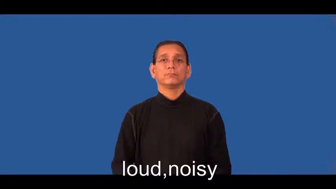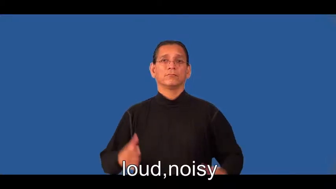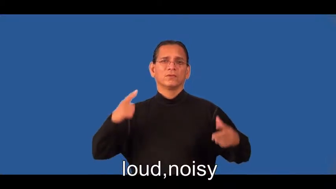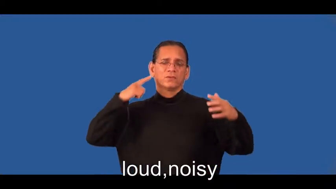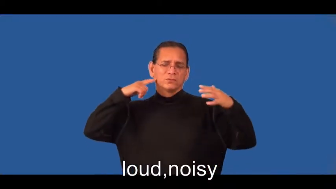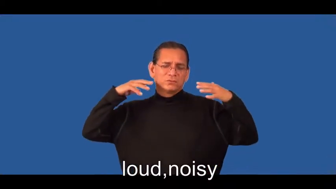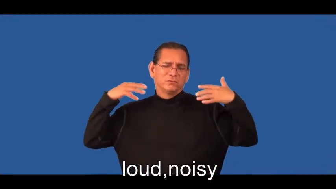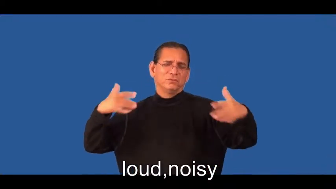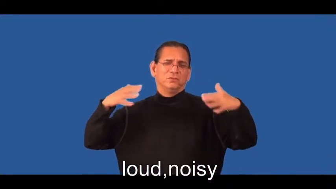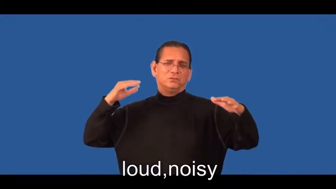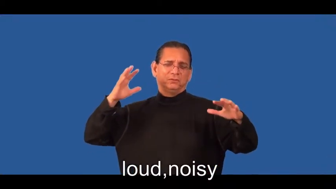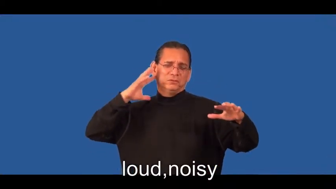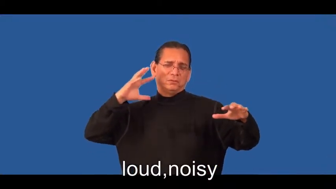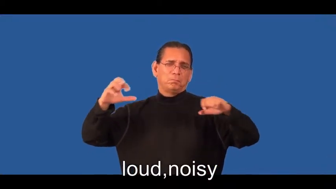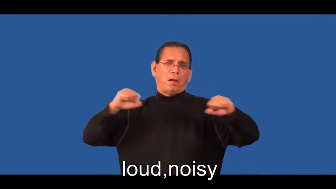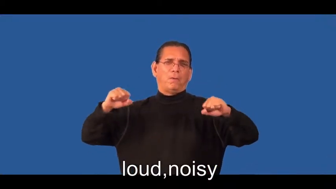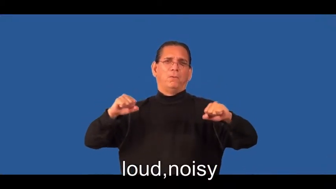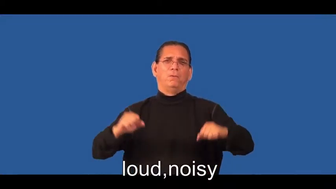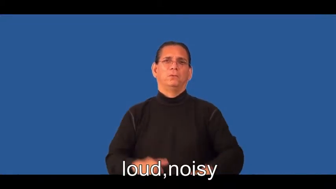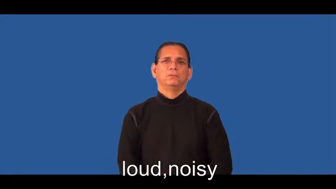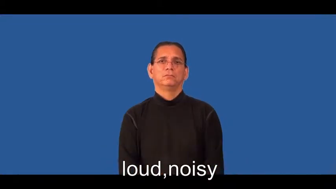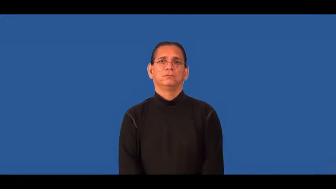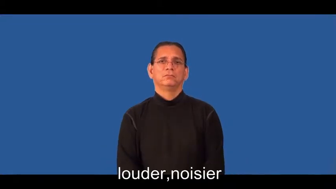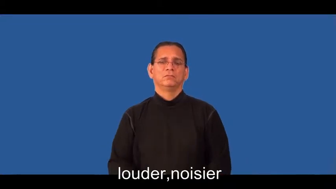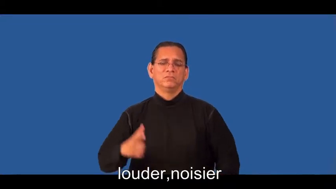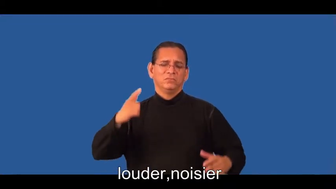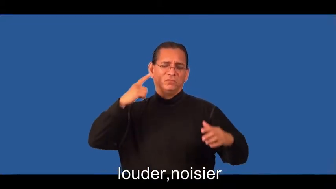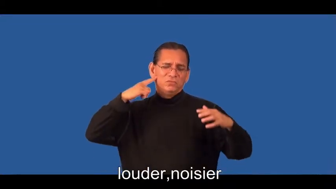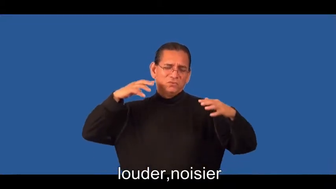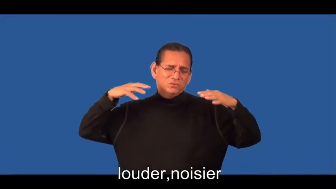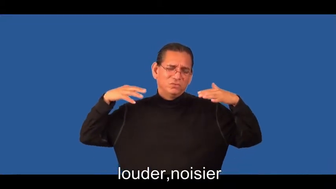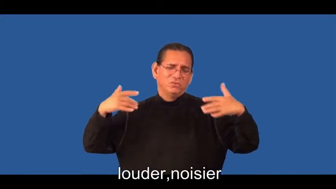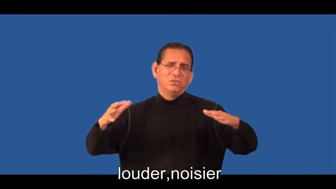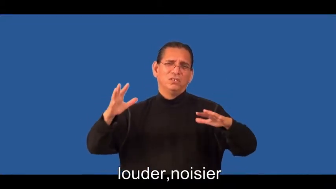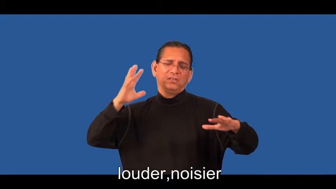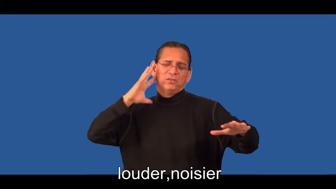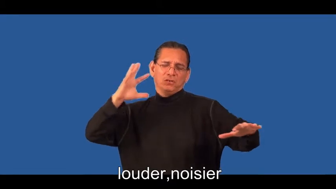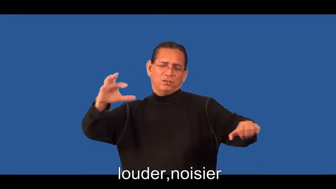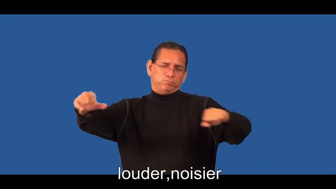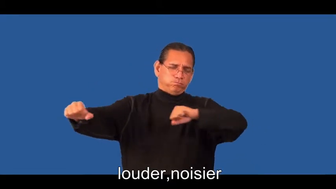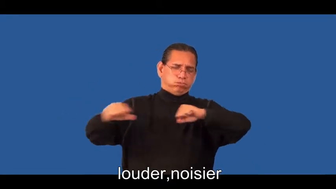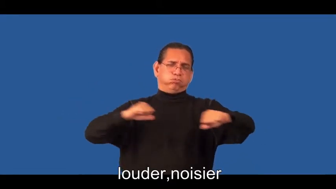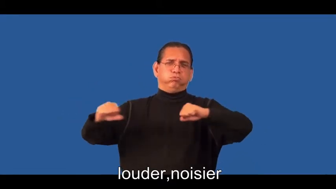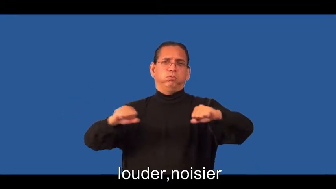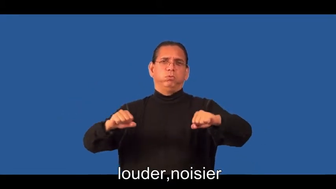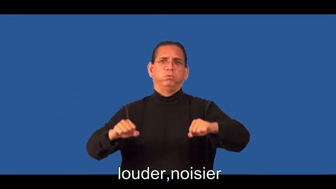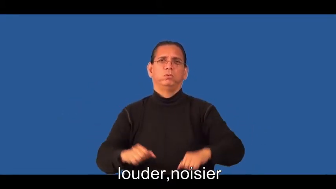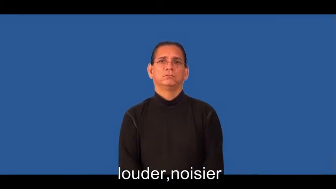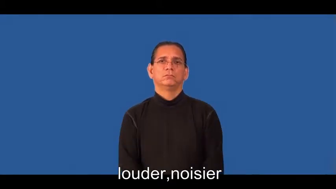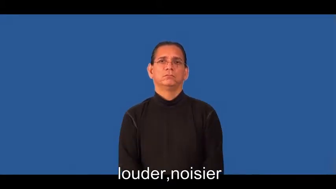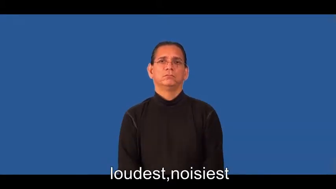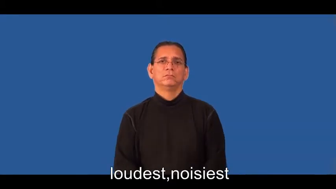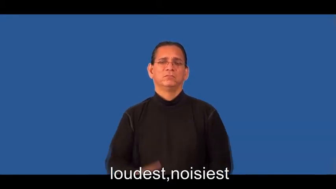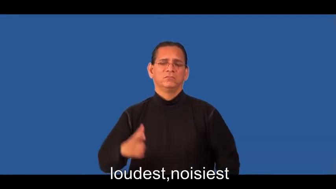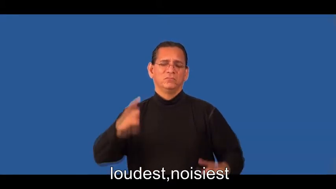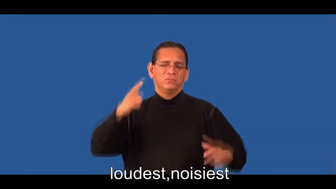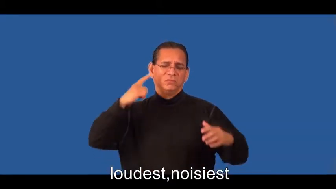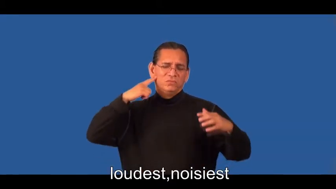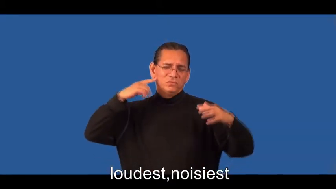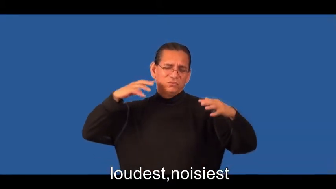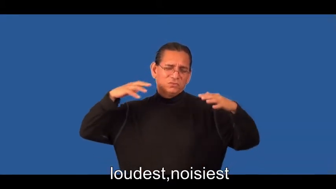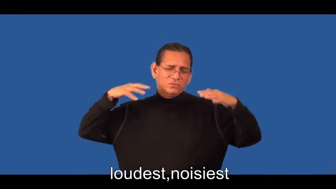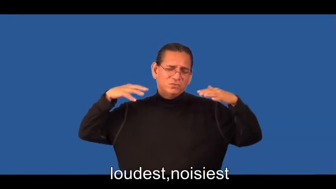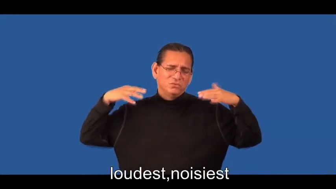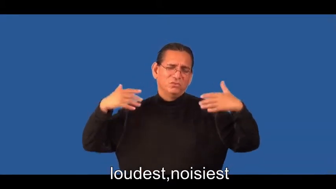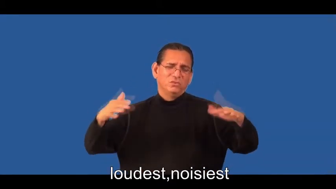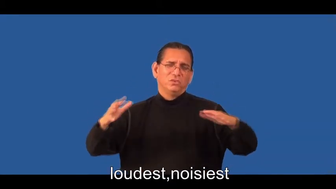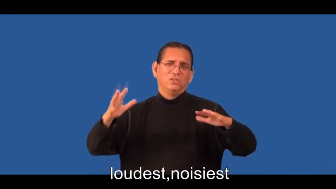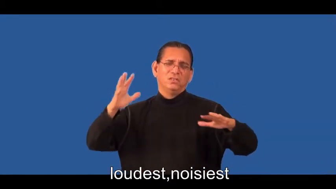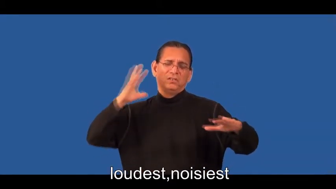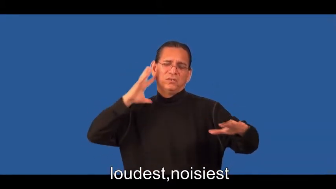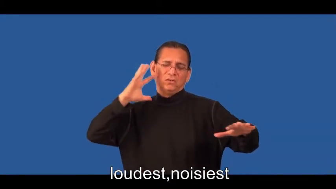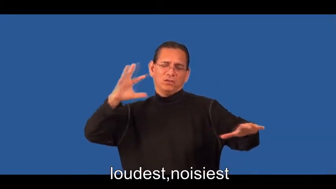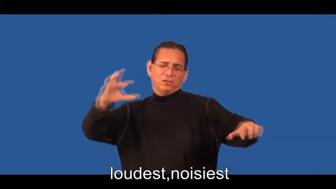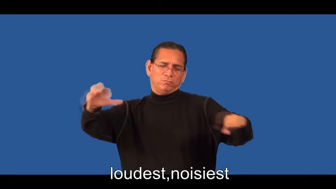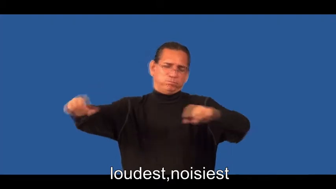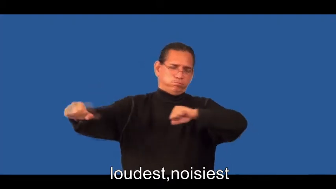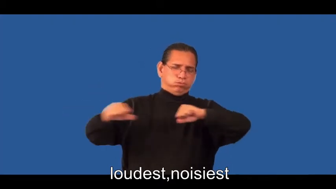louder,noisier,loudest,noisiest